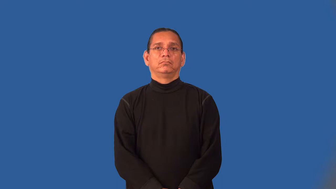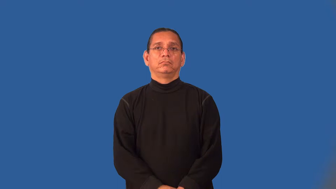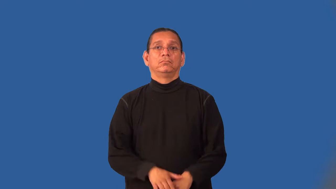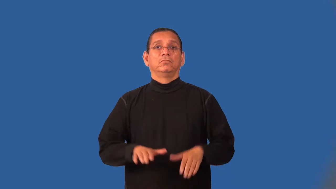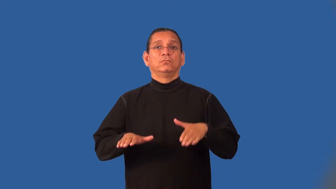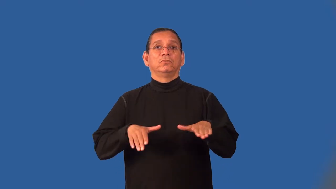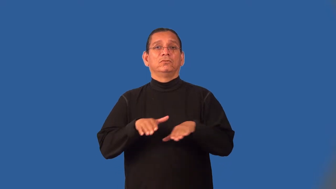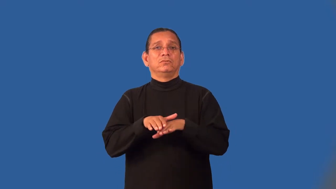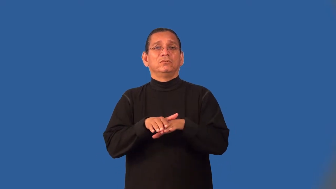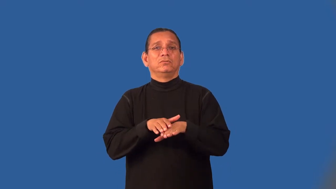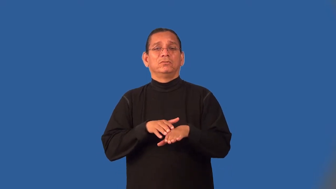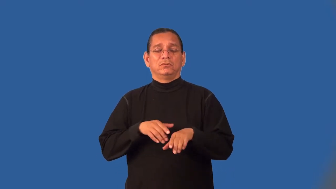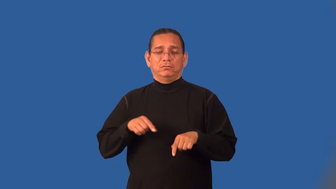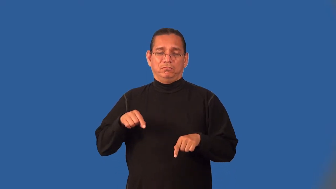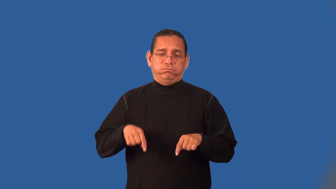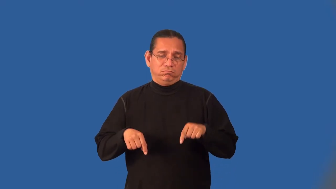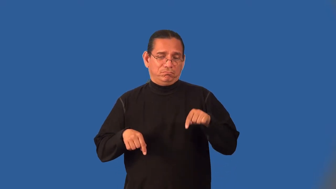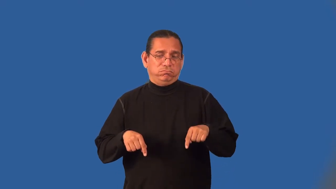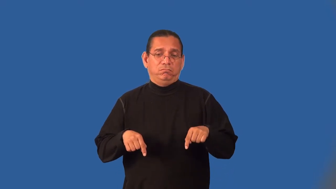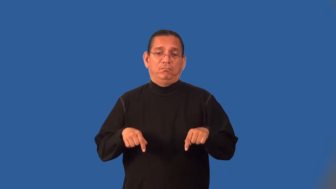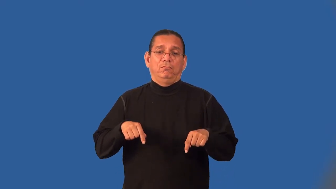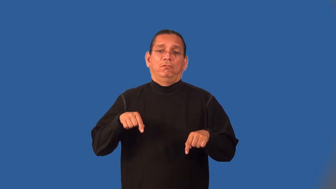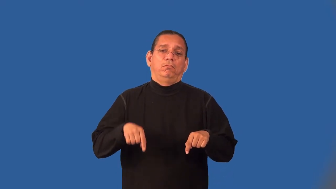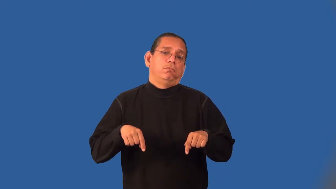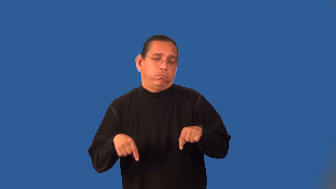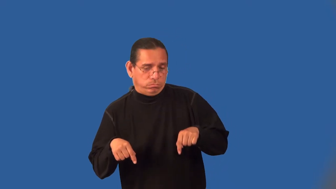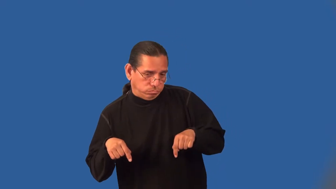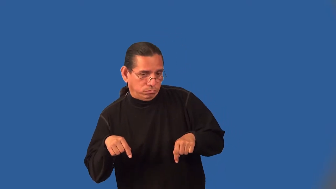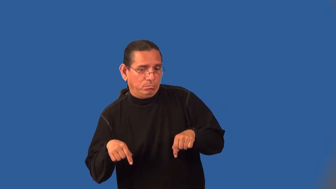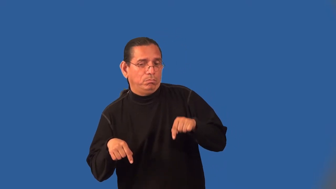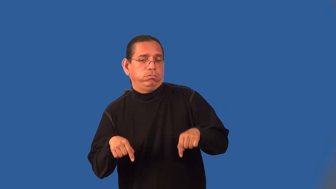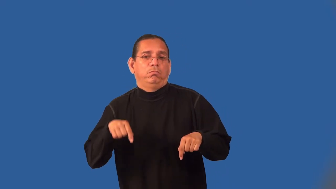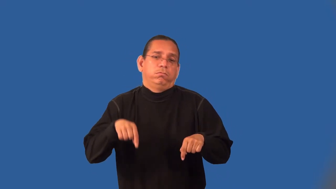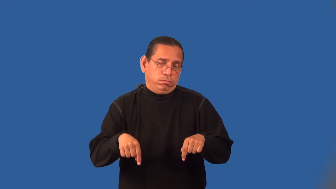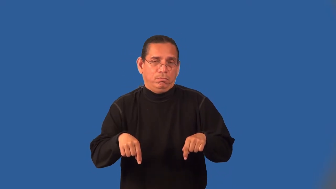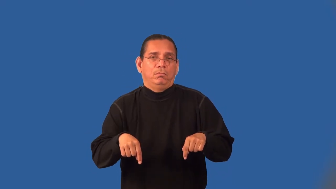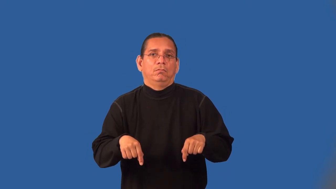lumber-verb